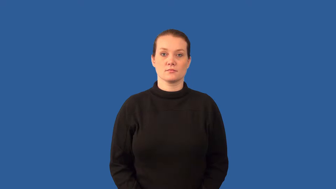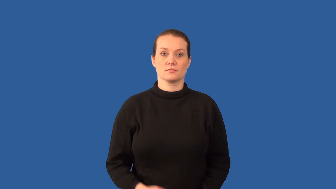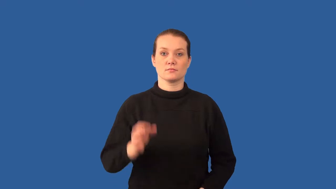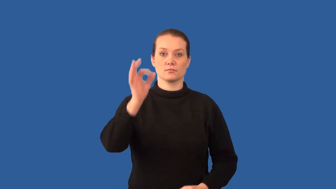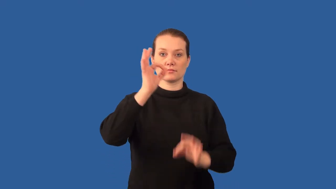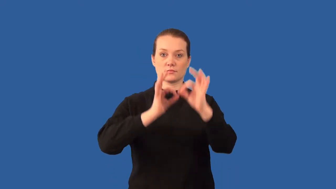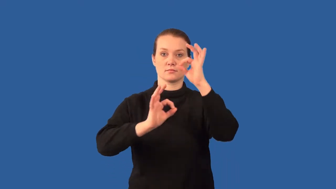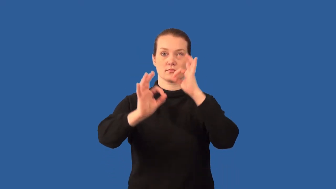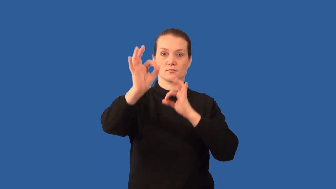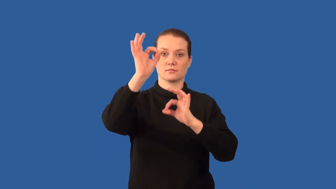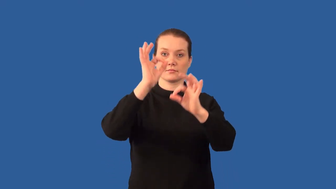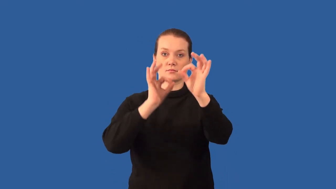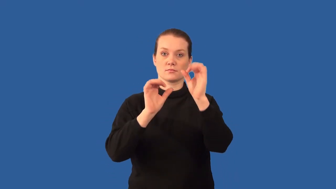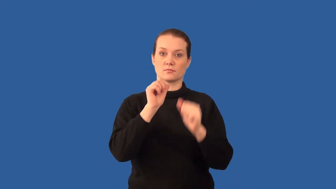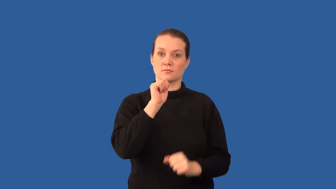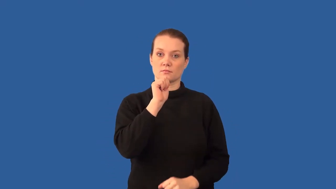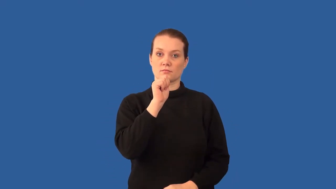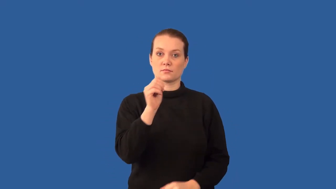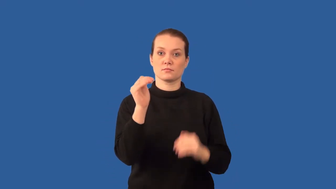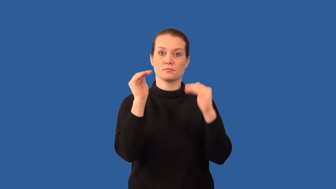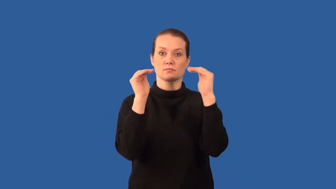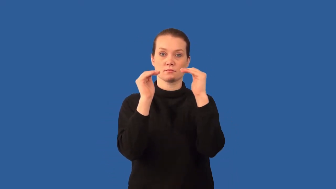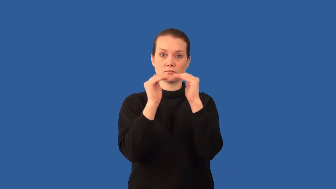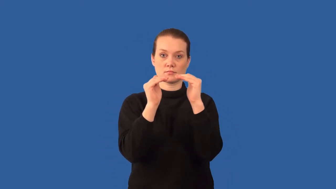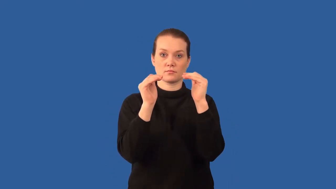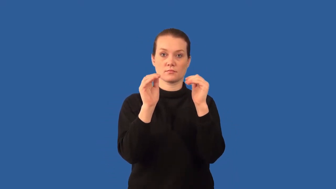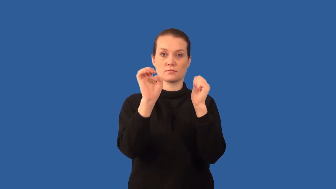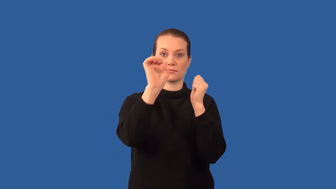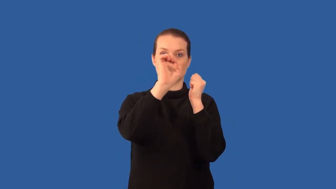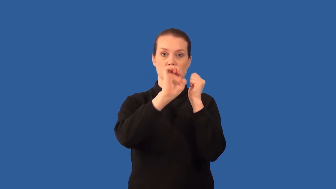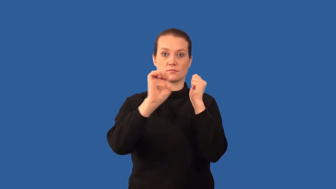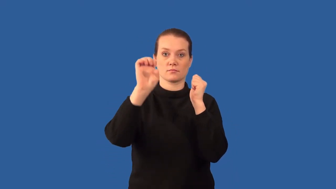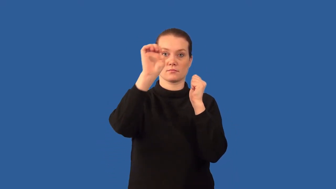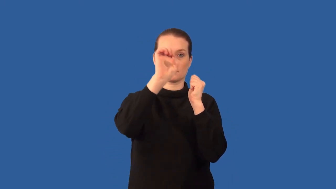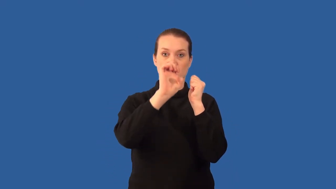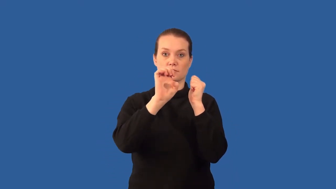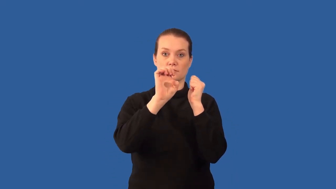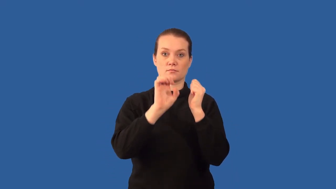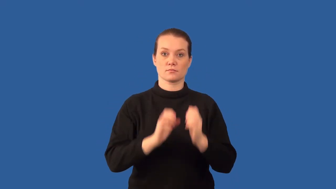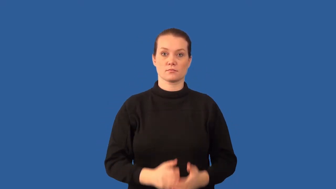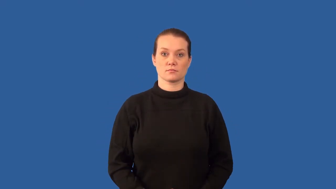polar- molecule